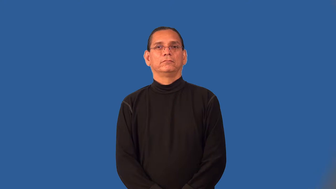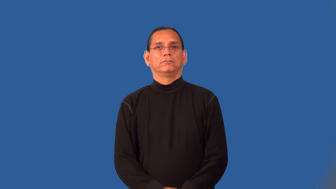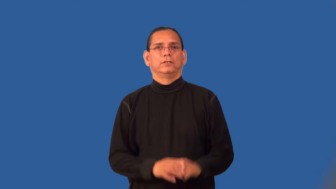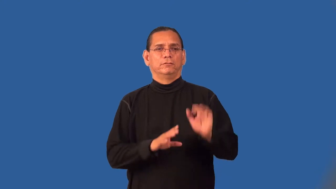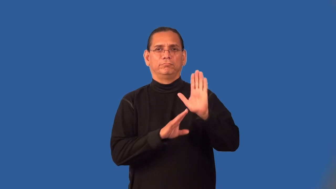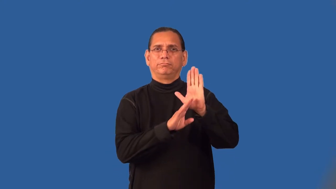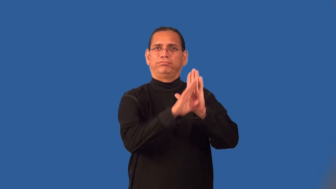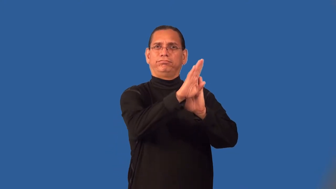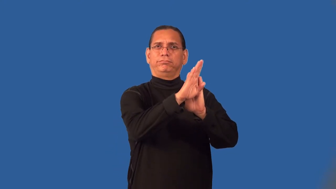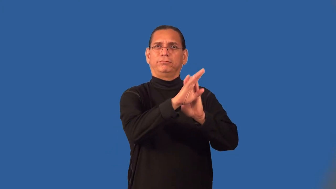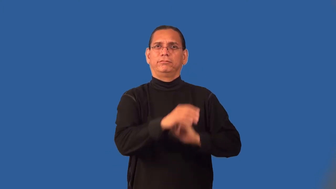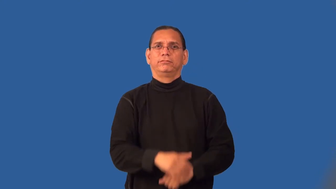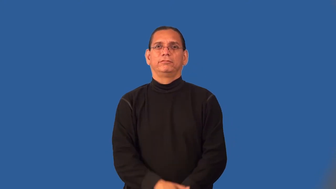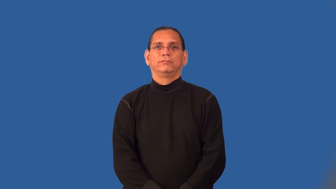peak-perform best